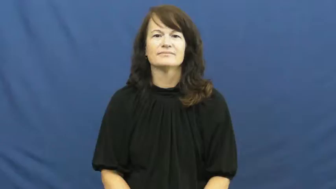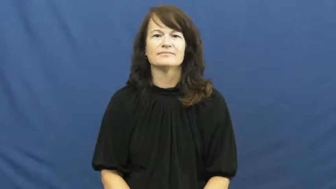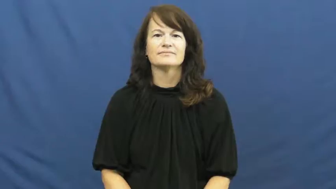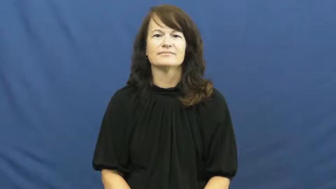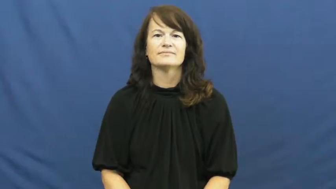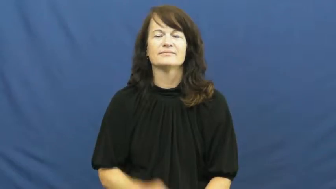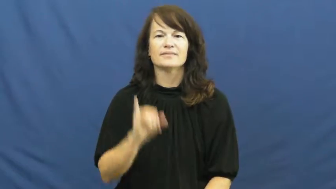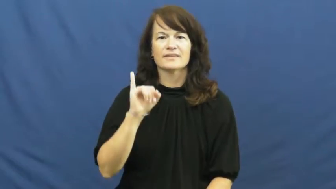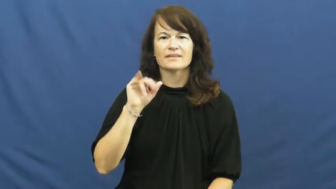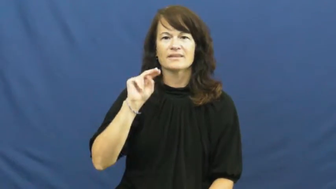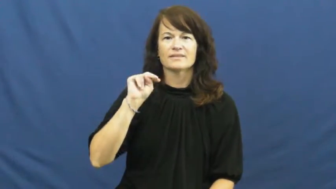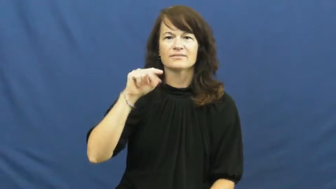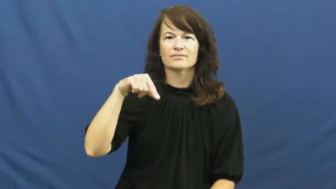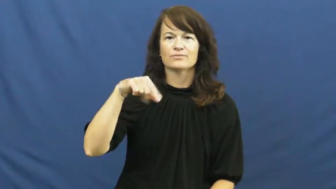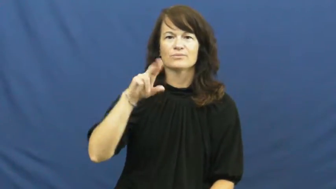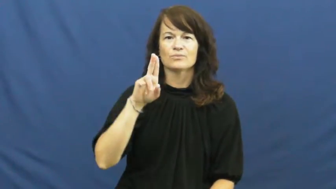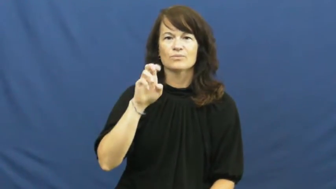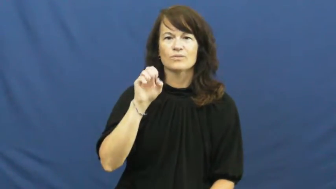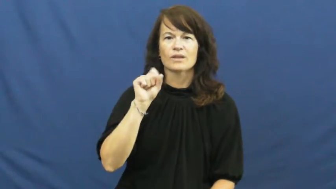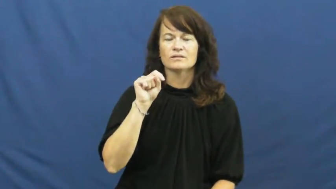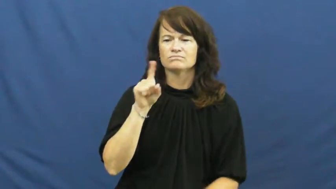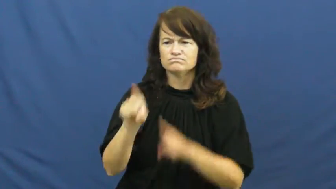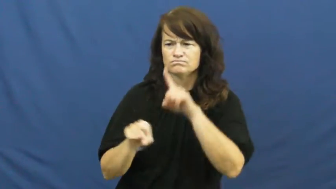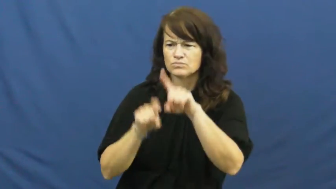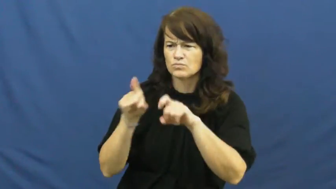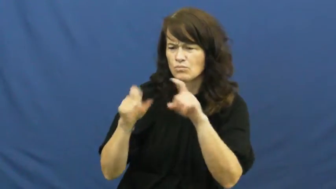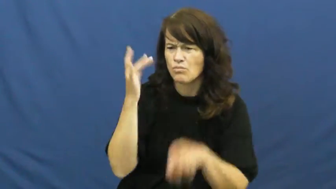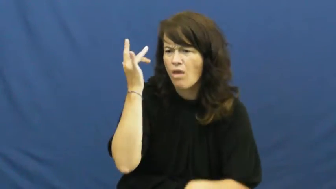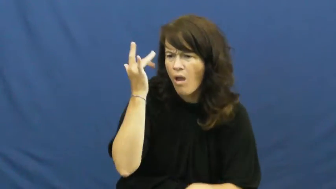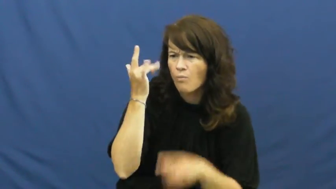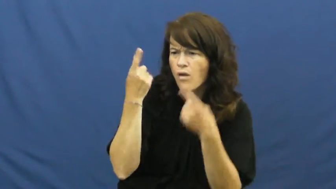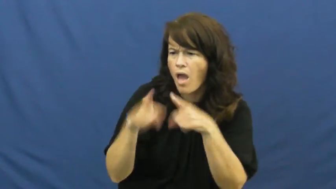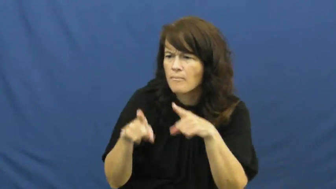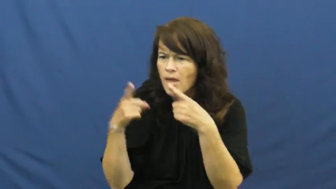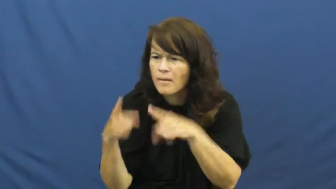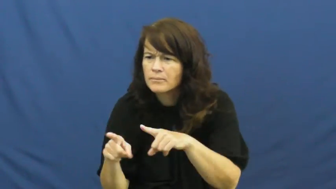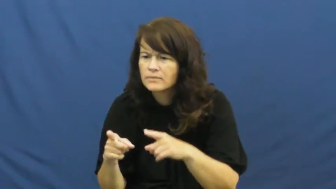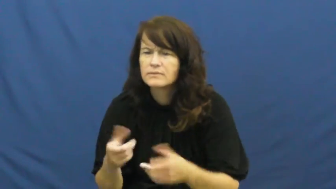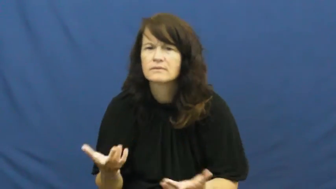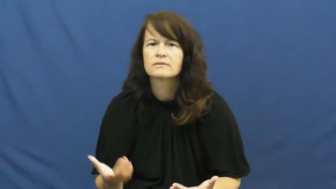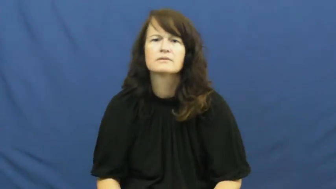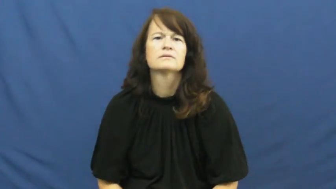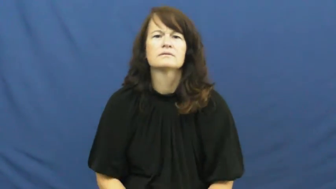inquest